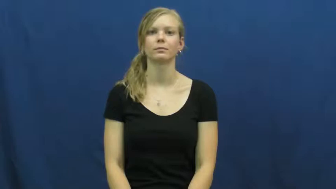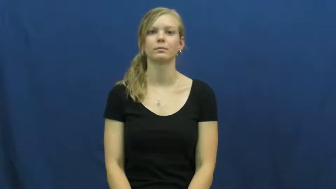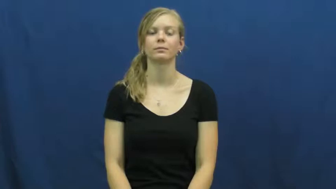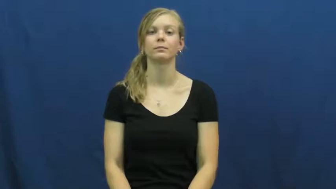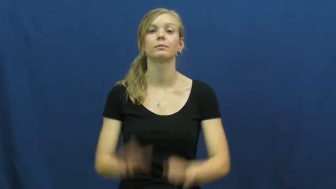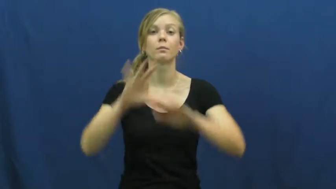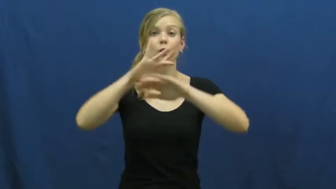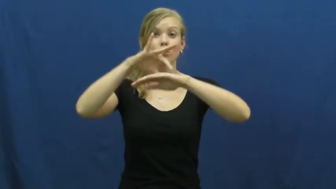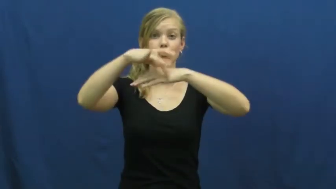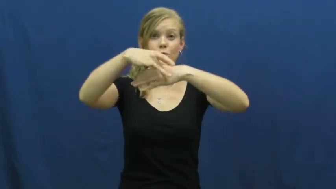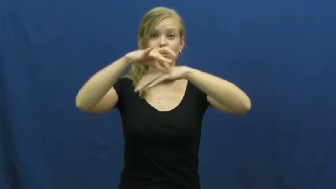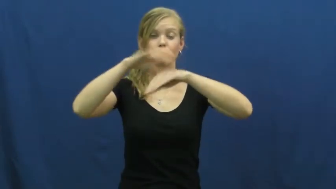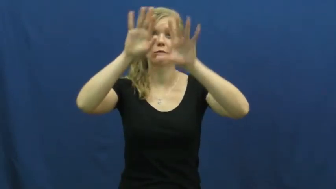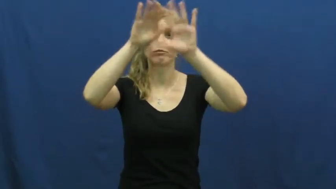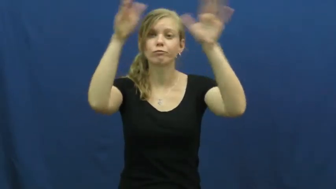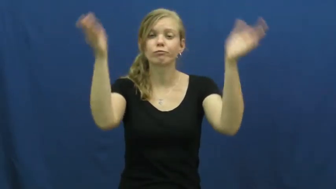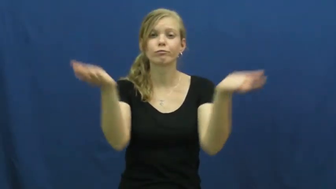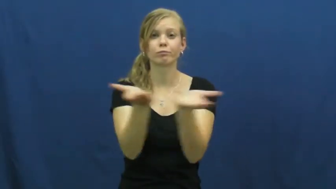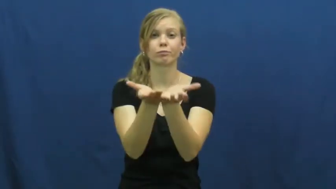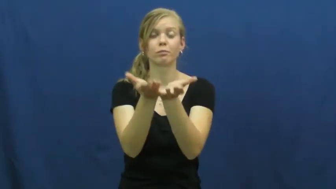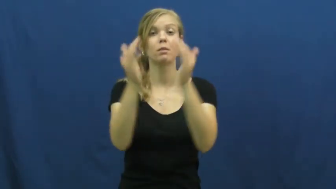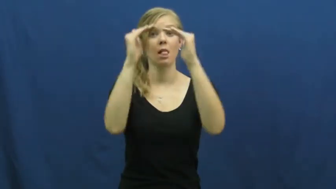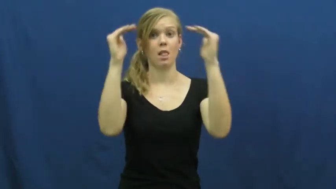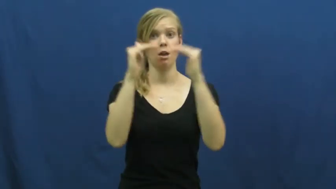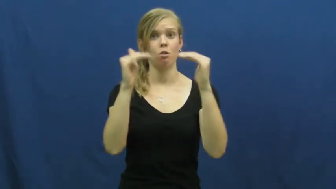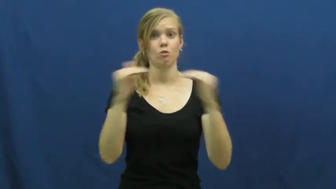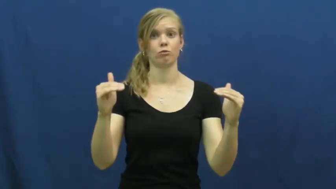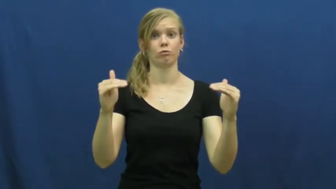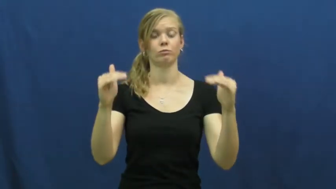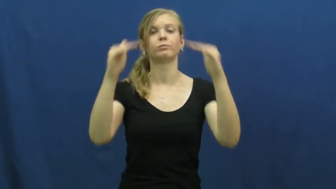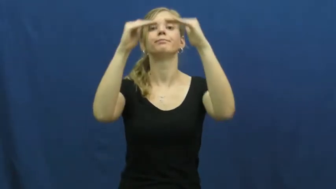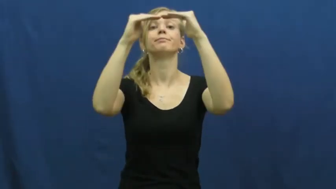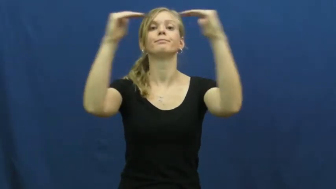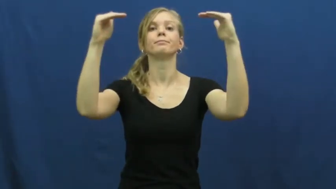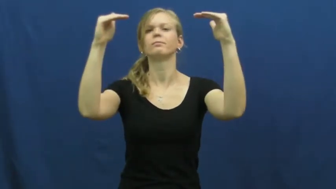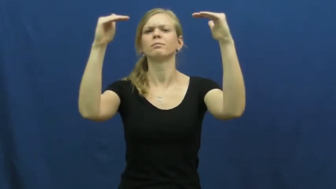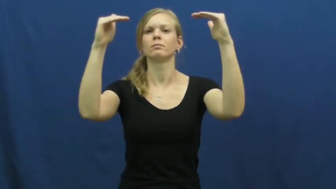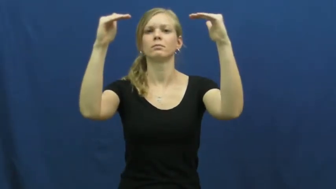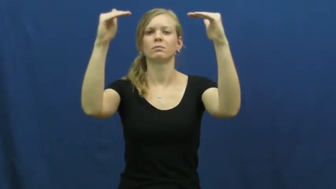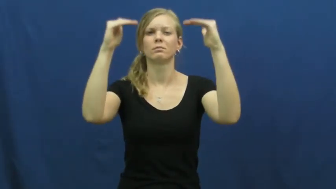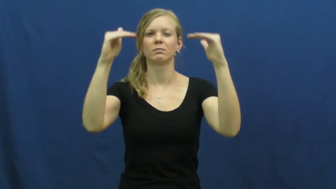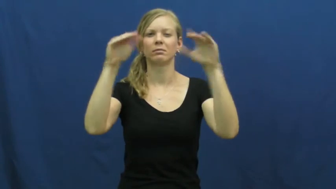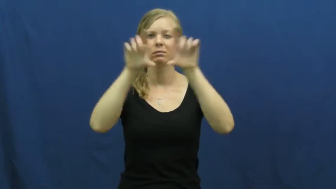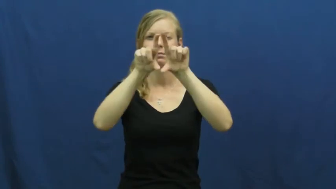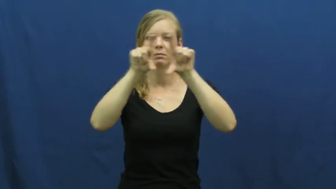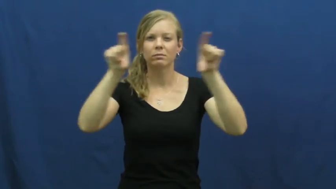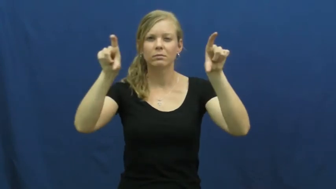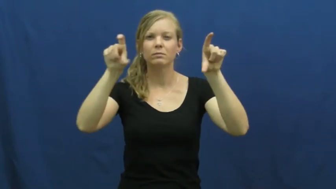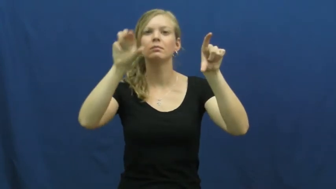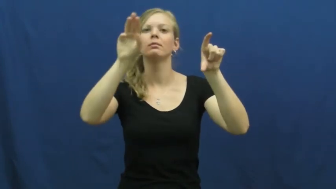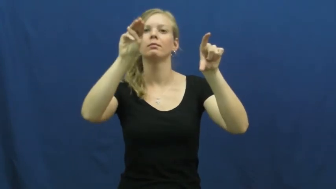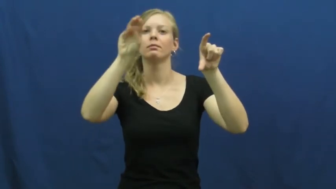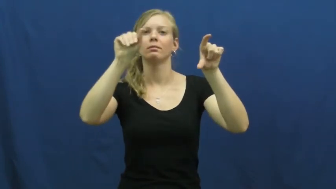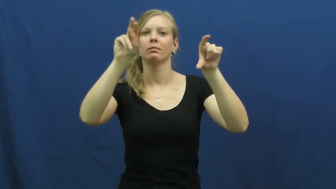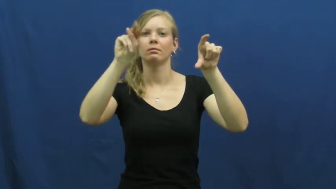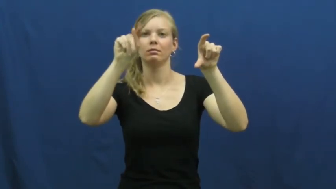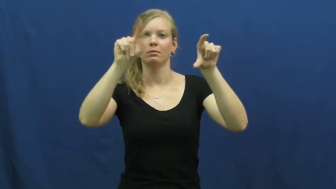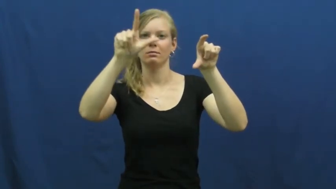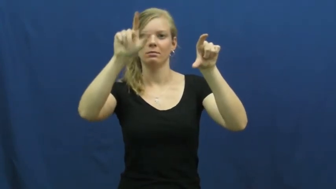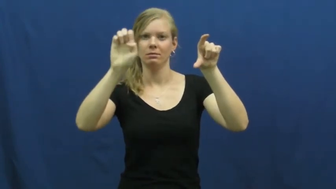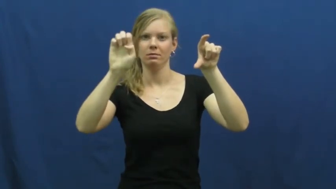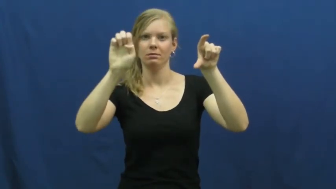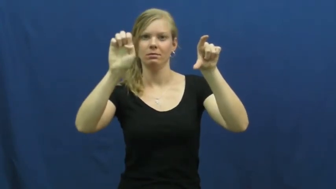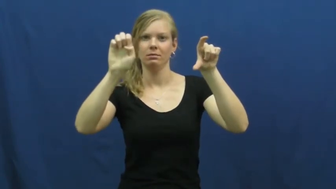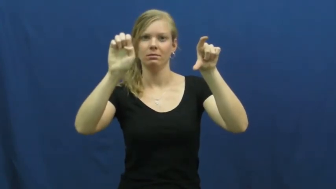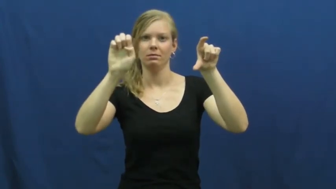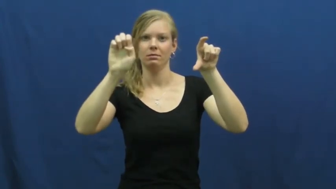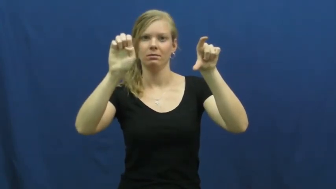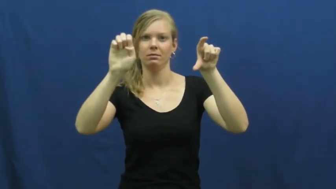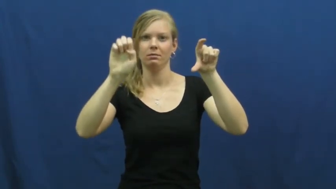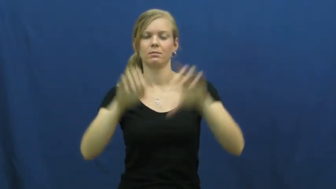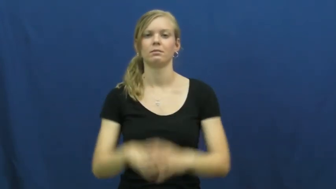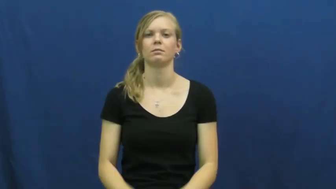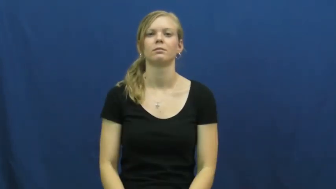mantle-earth